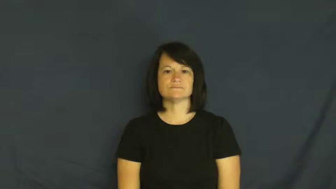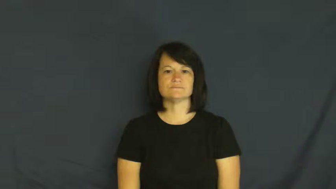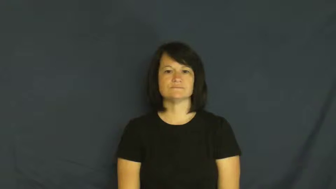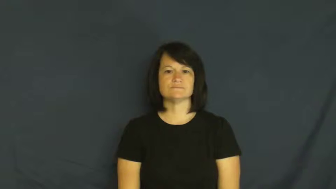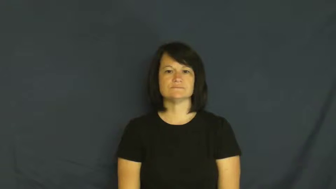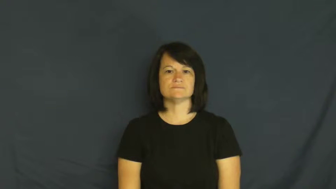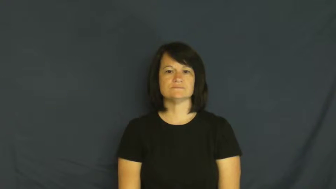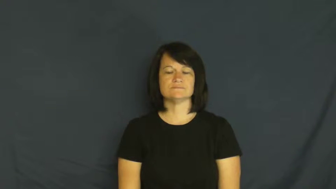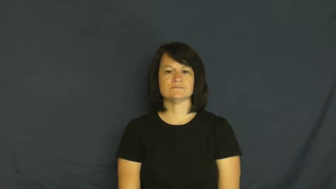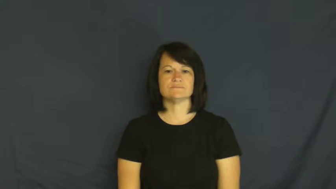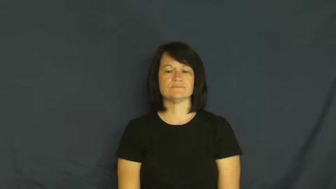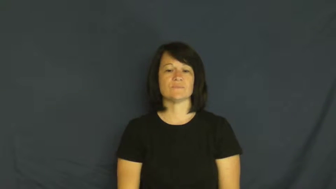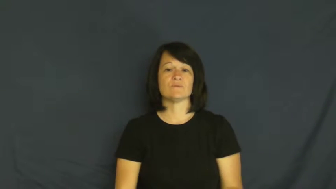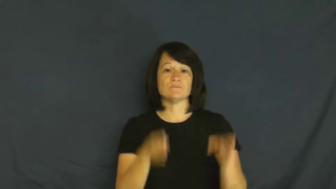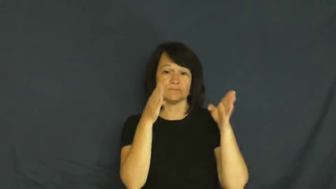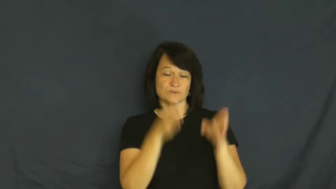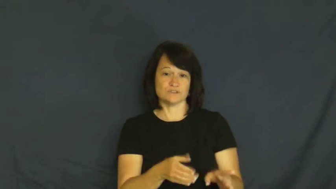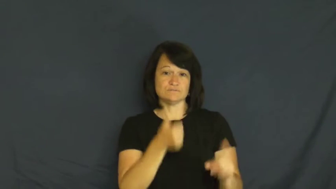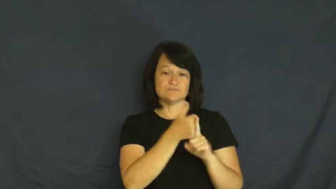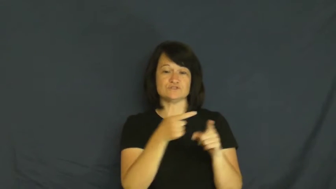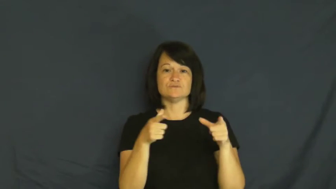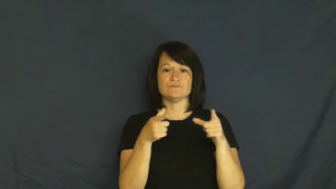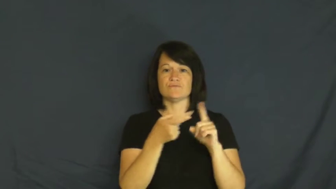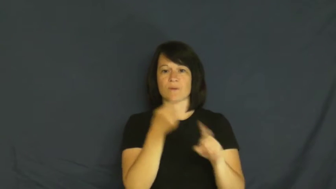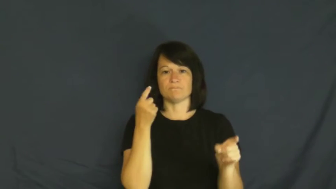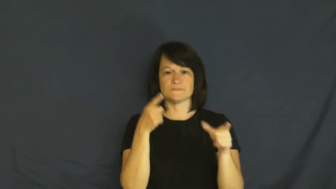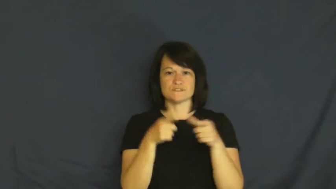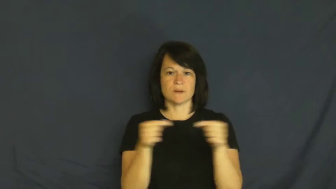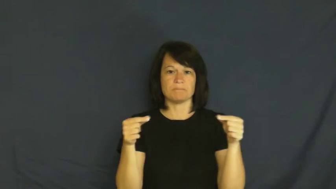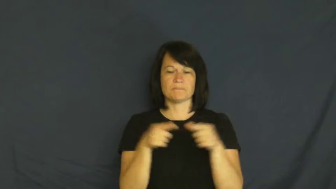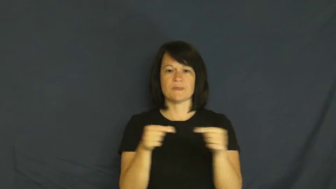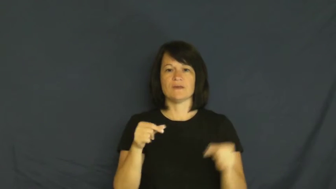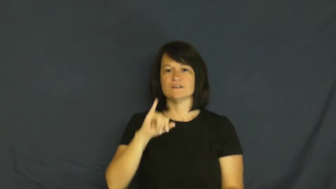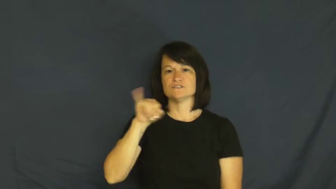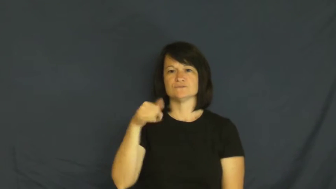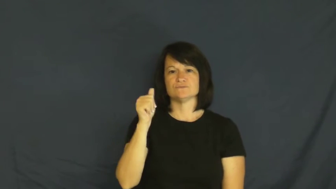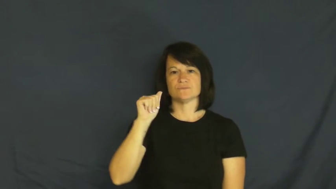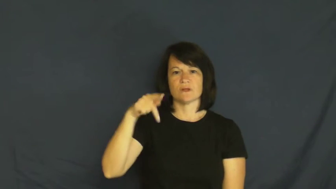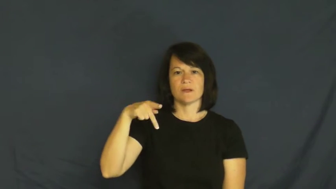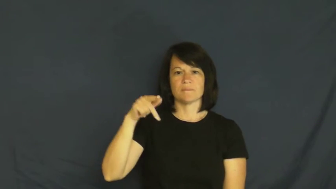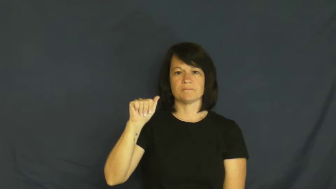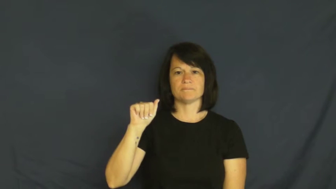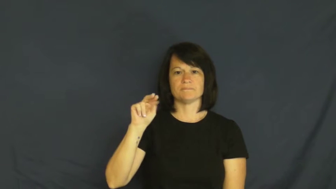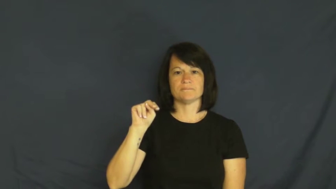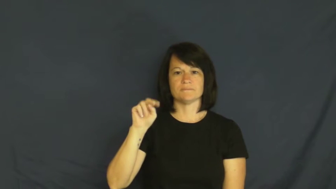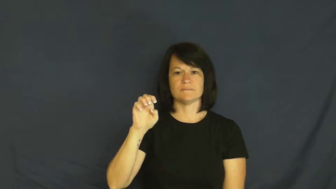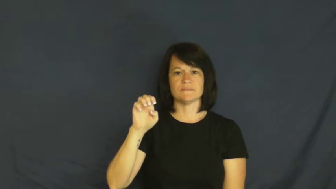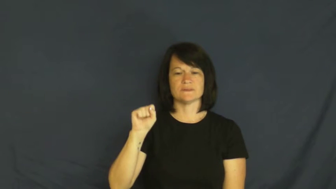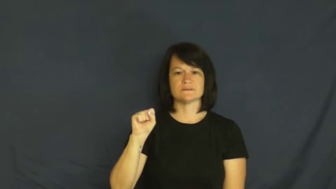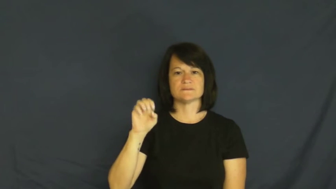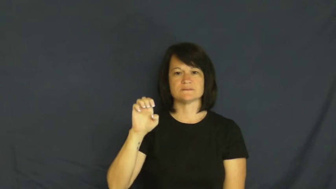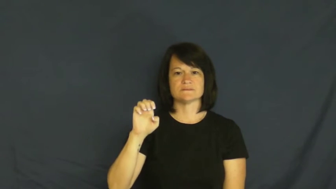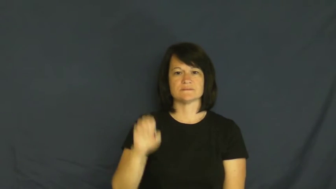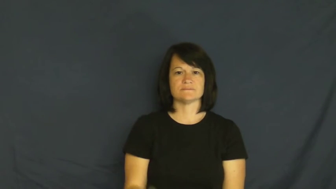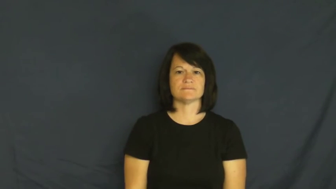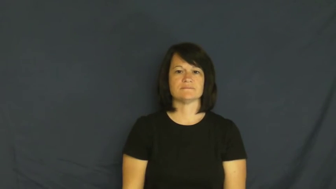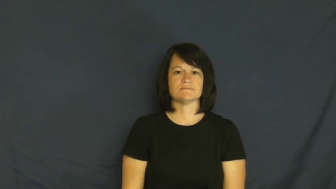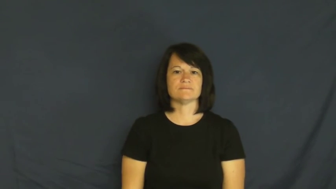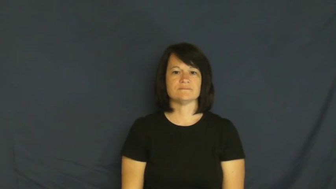japanese,nipponese